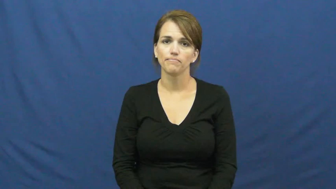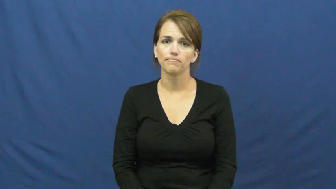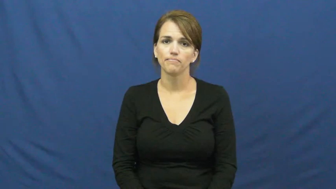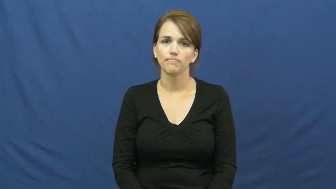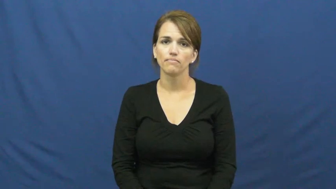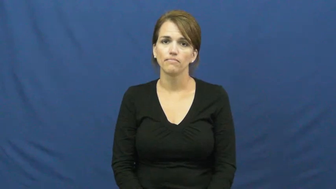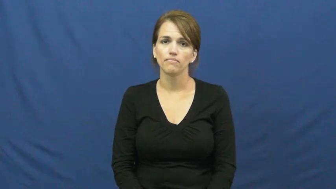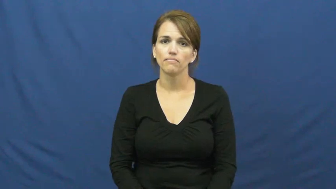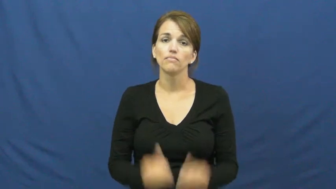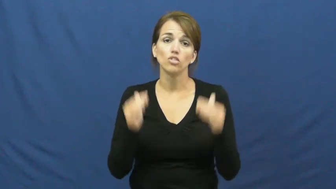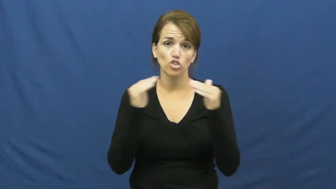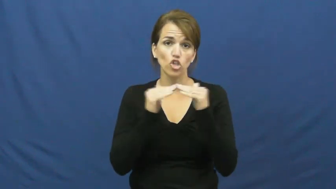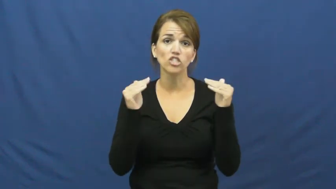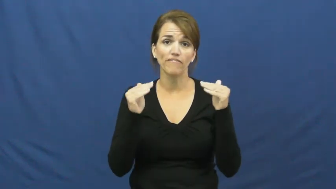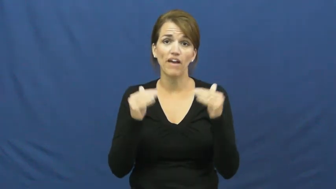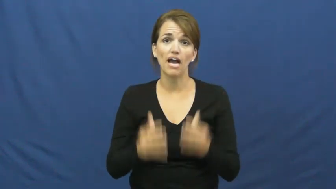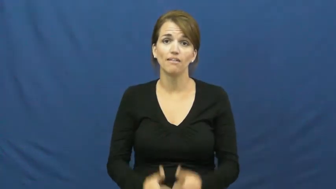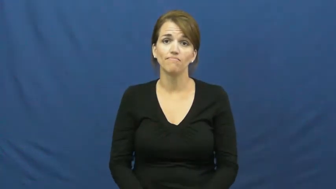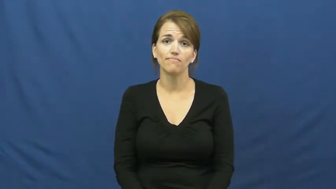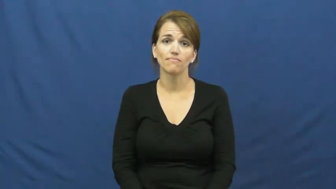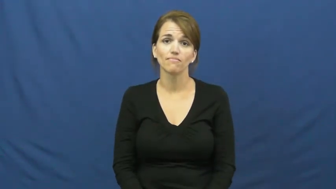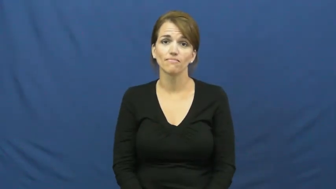justify